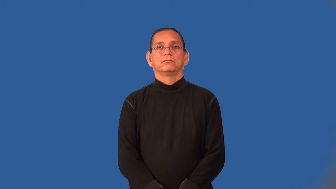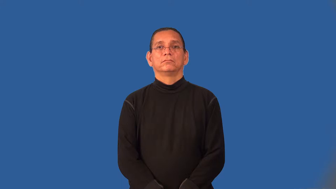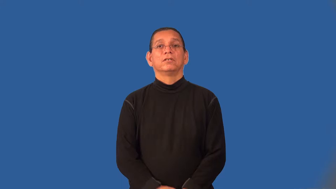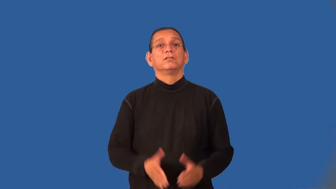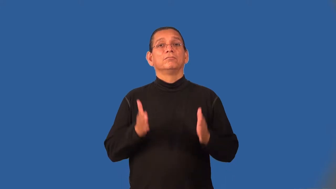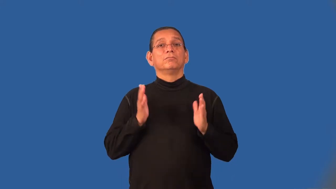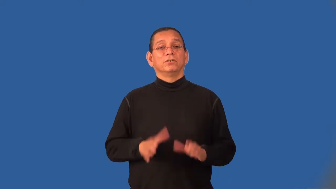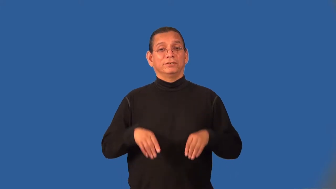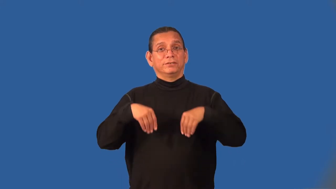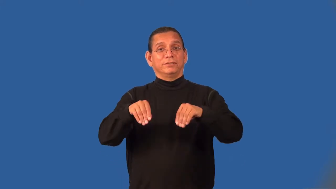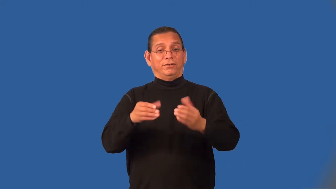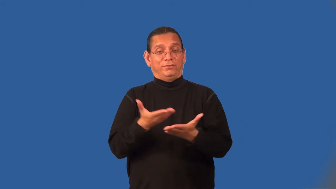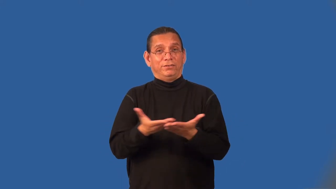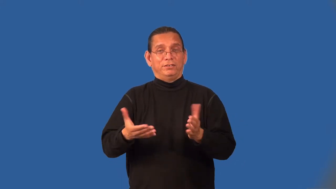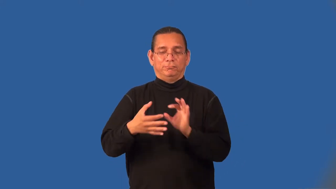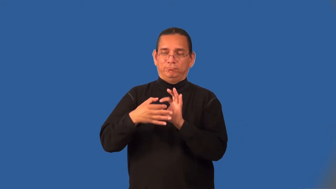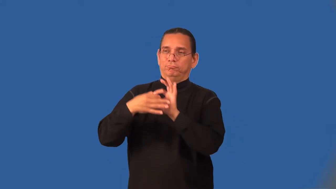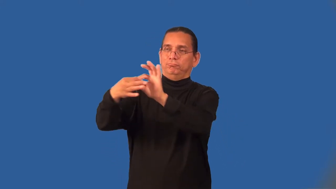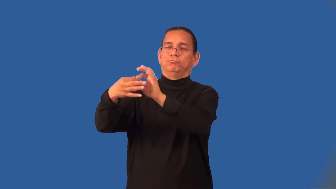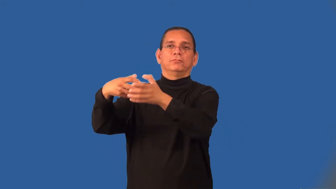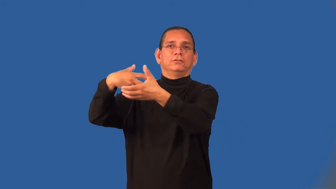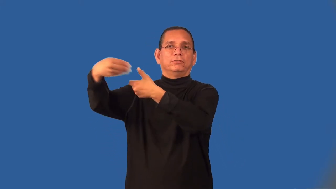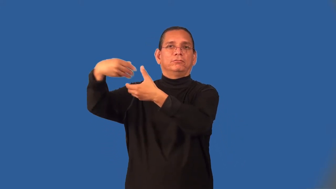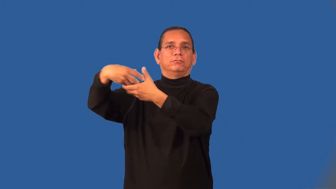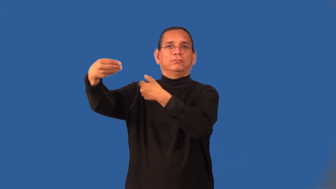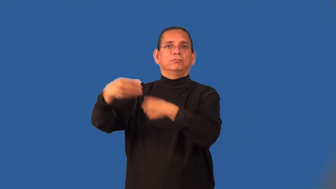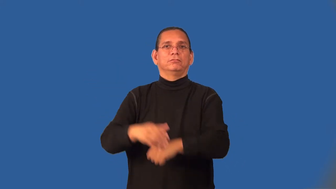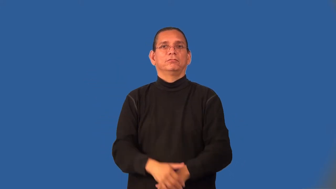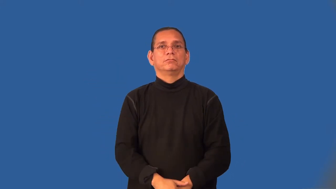outfitter